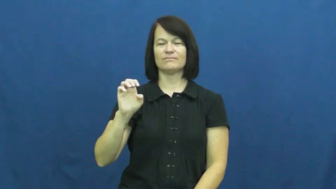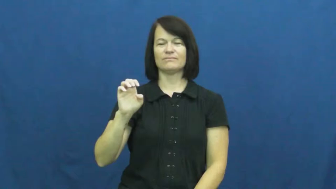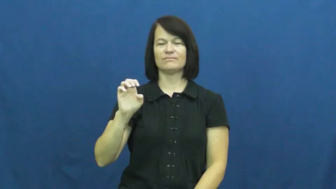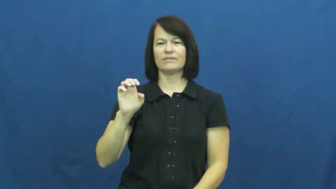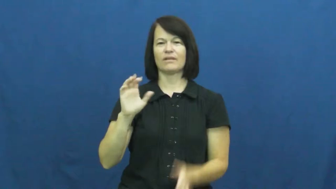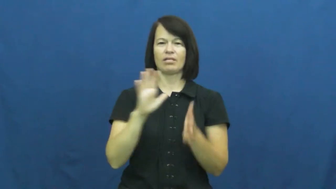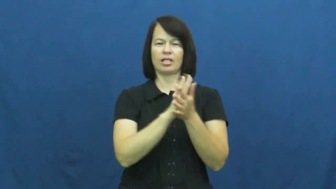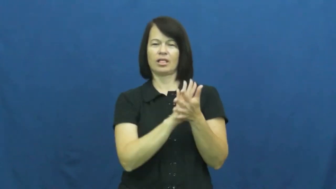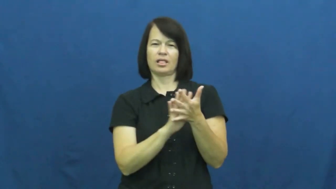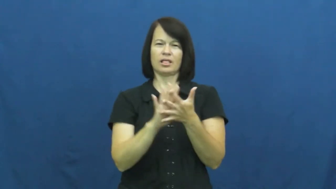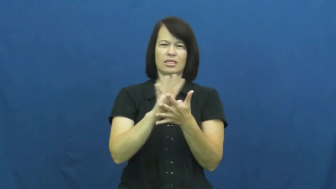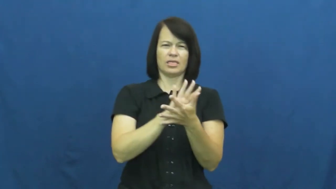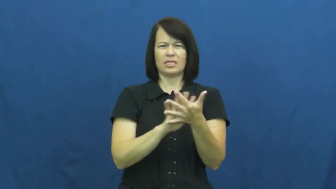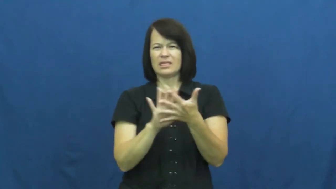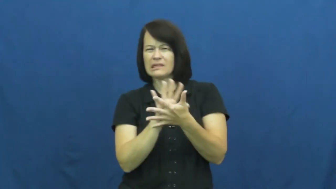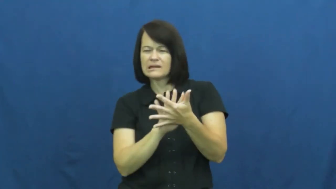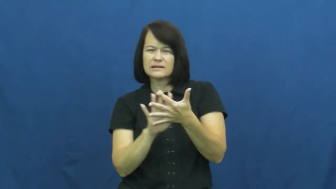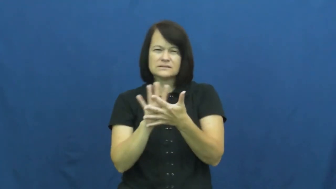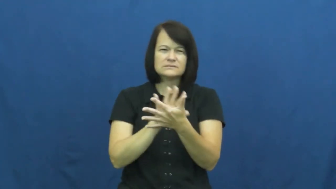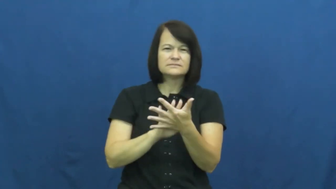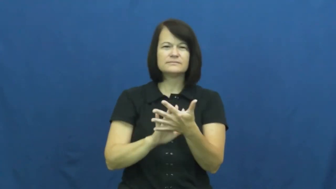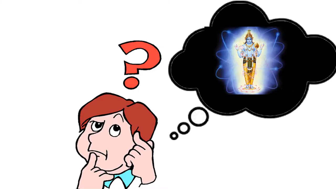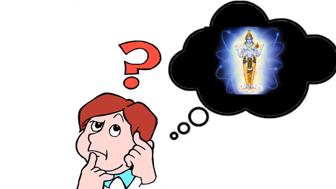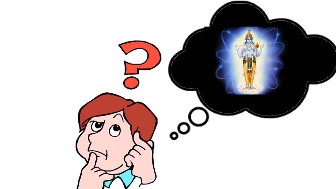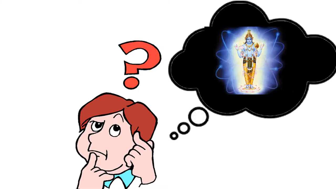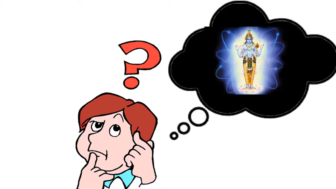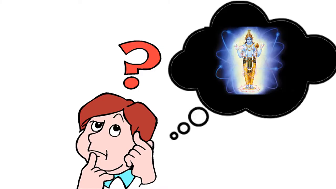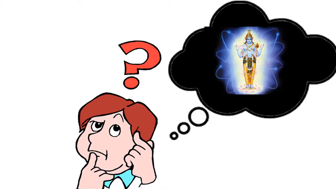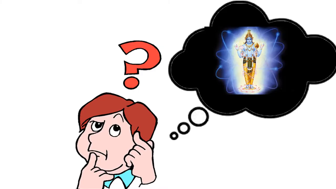nebulous